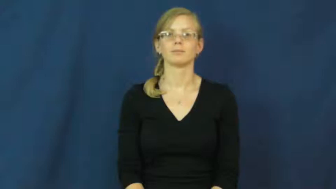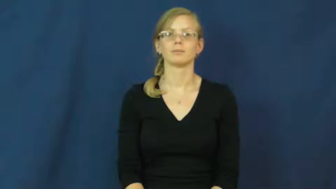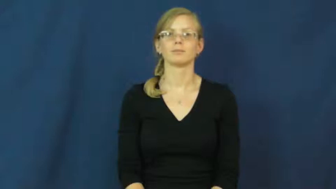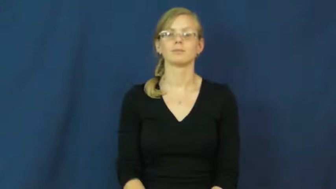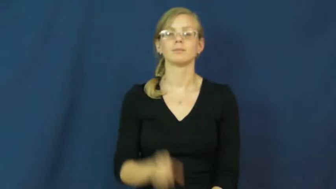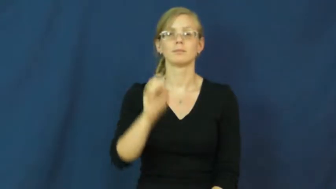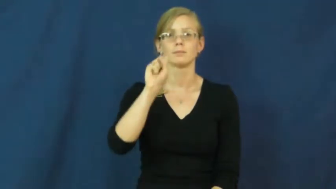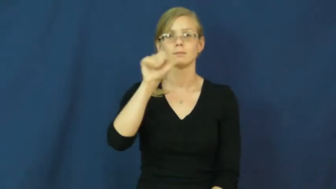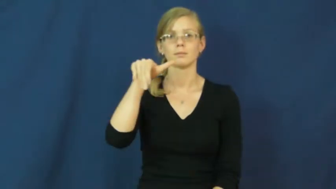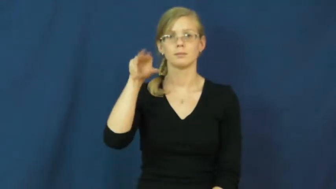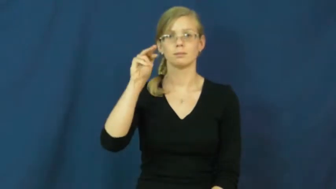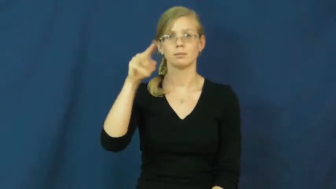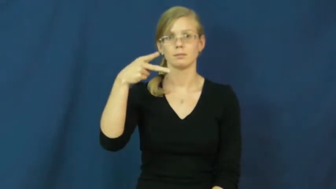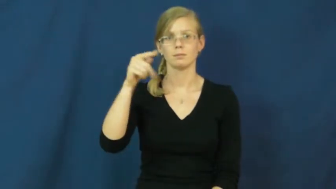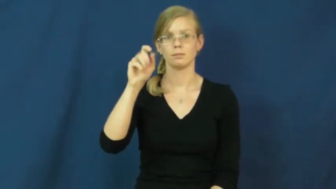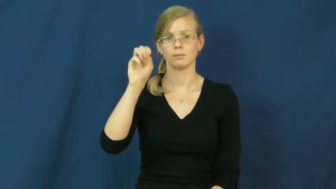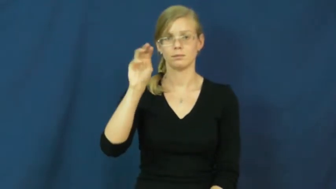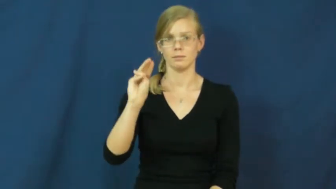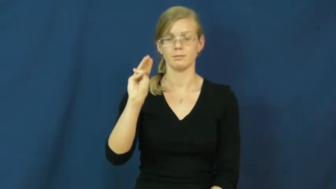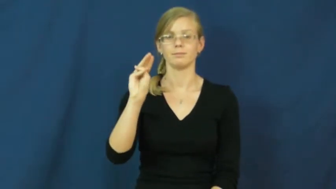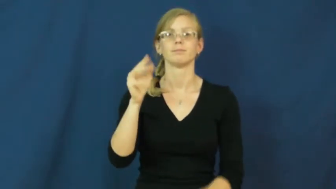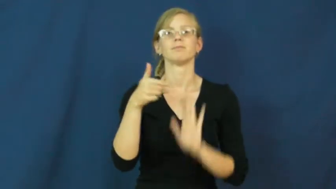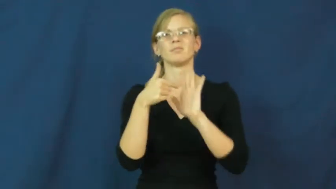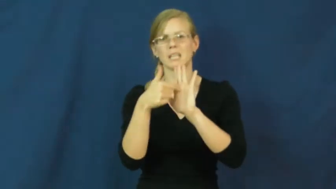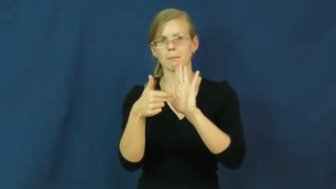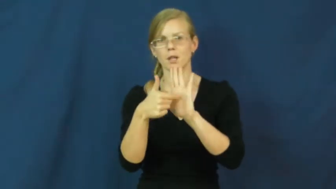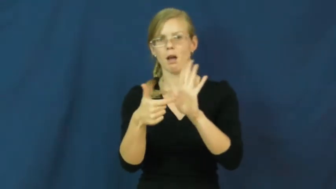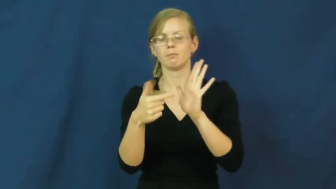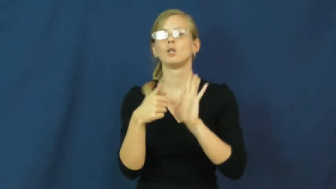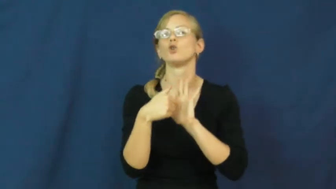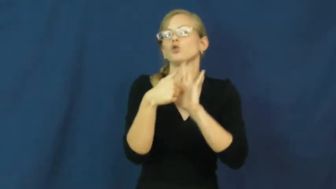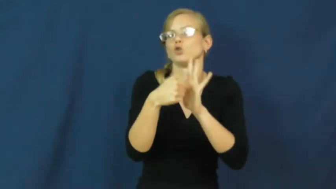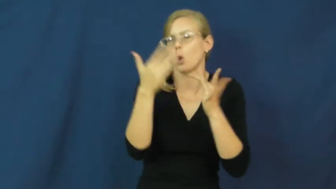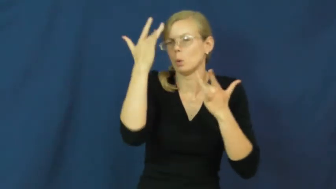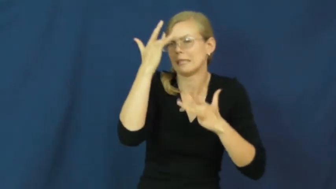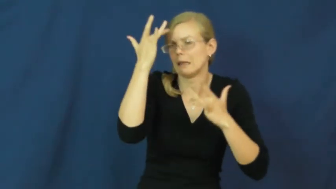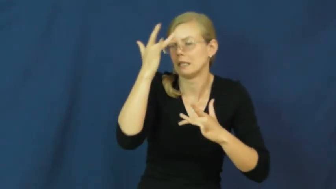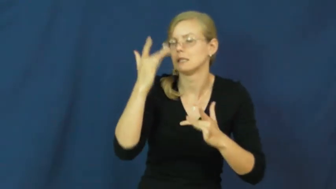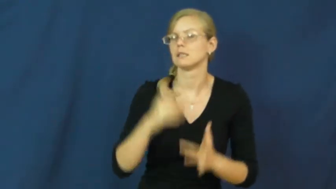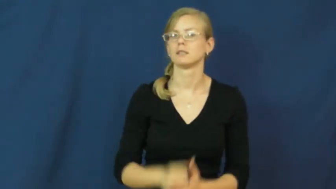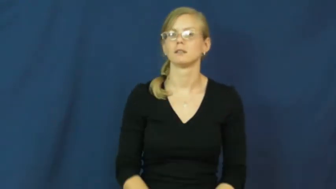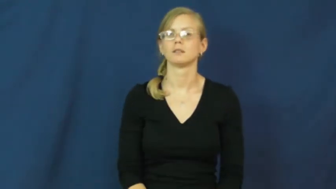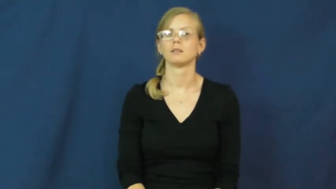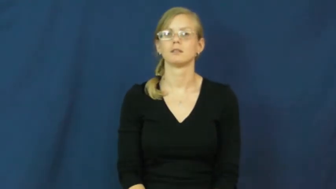symptom